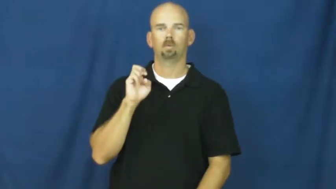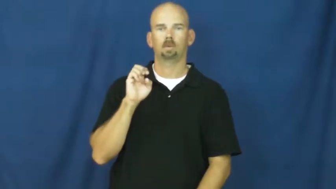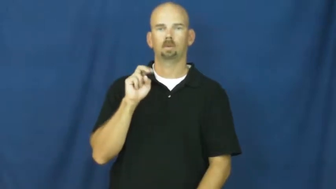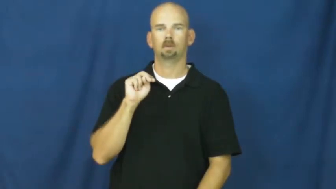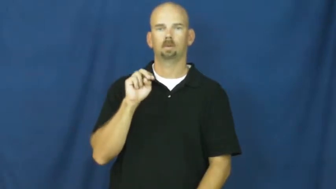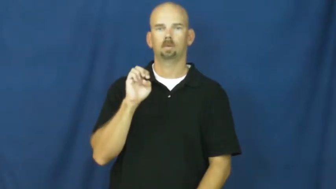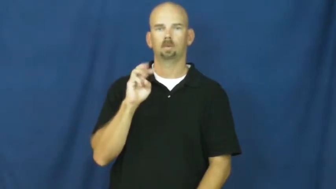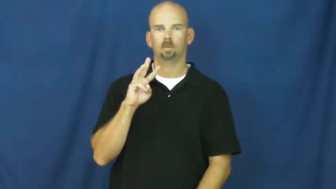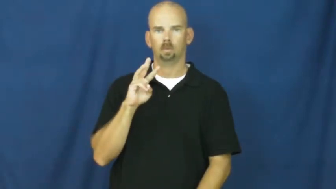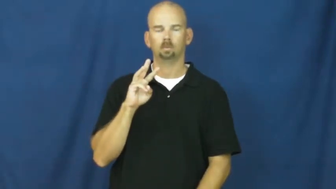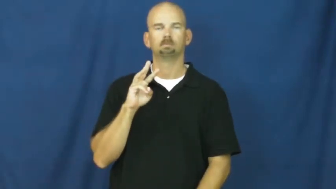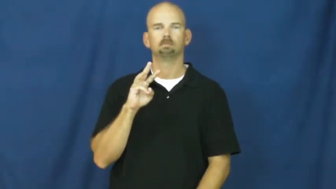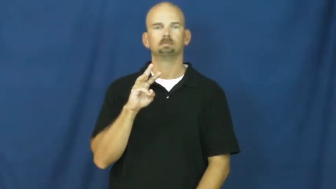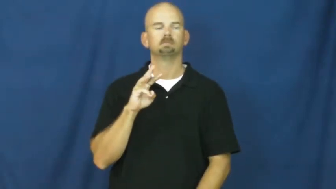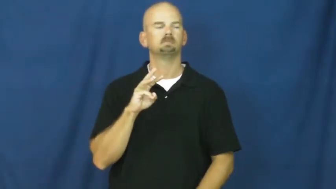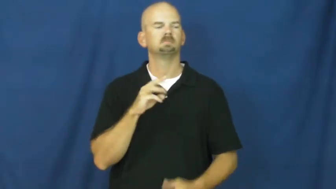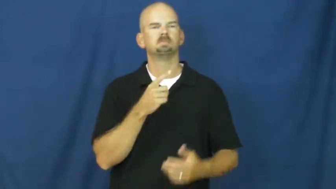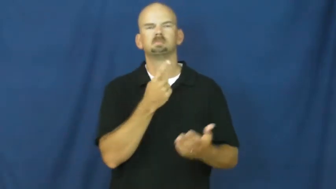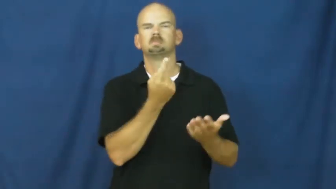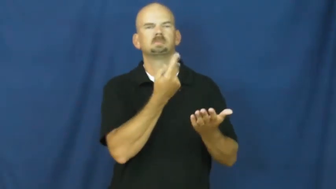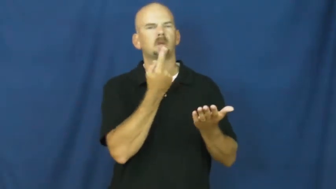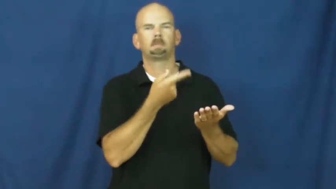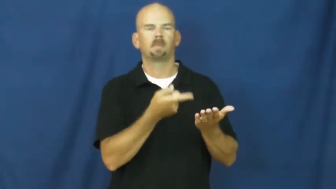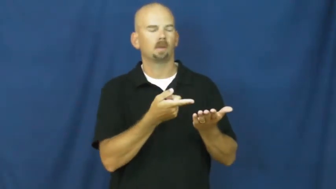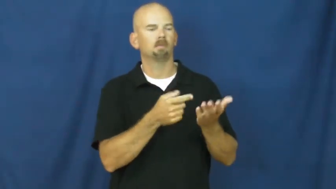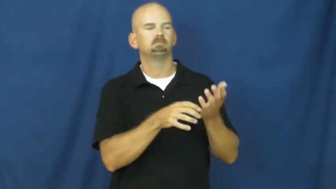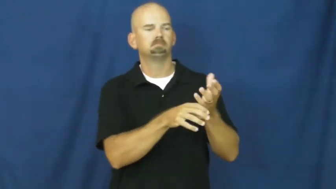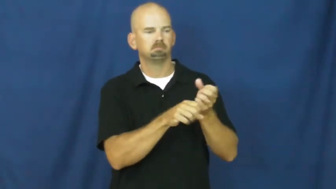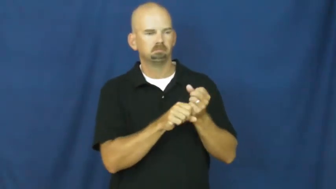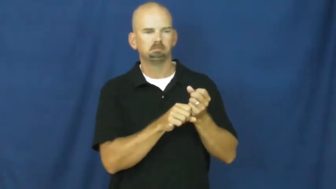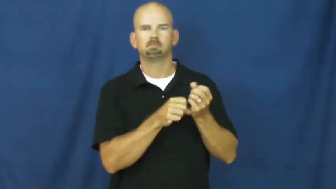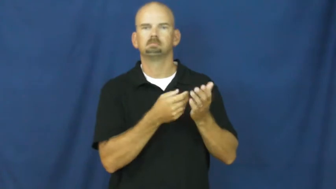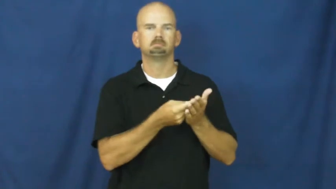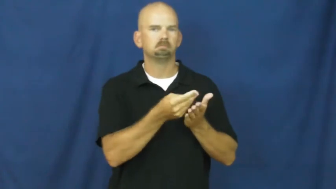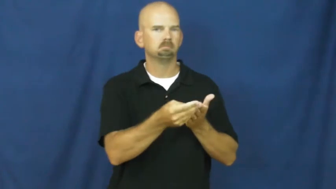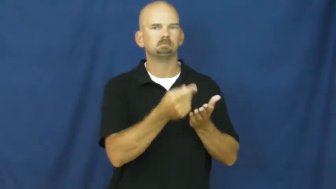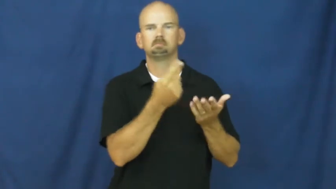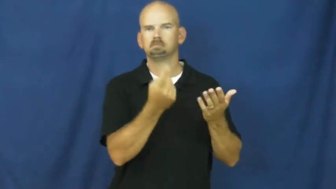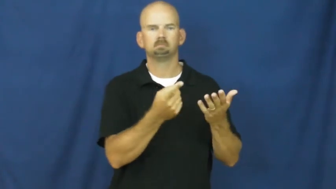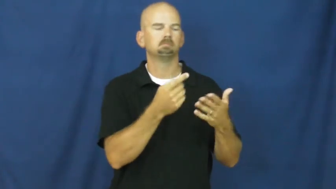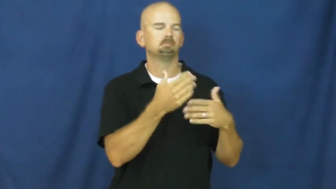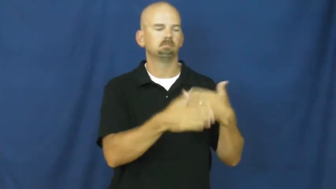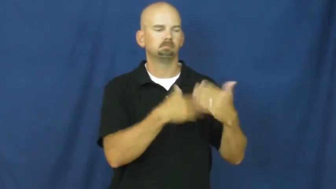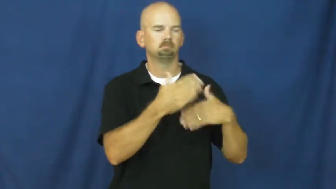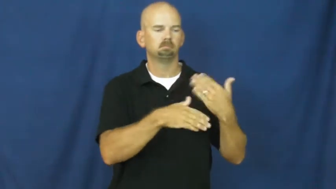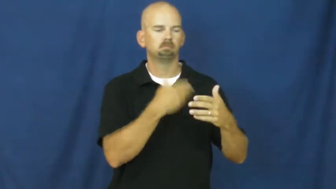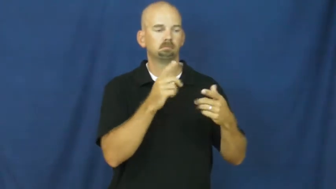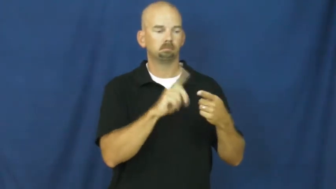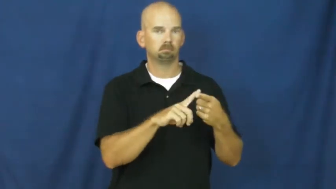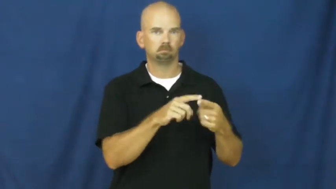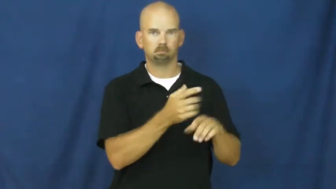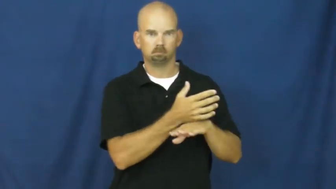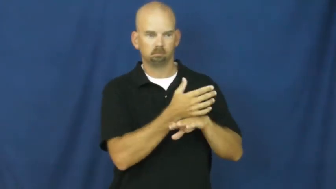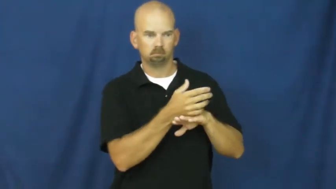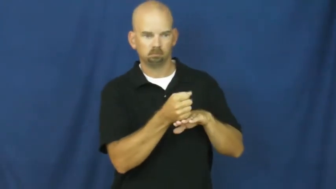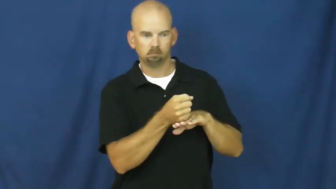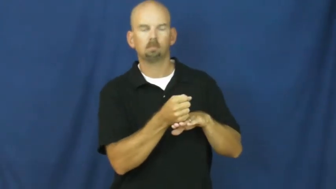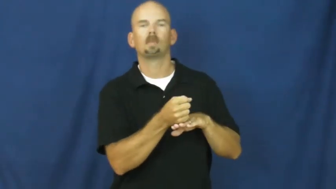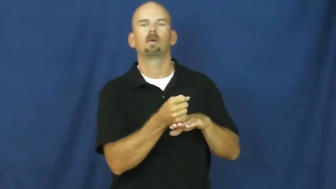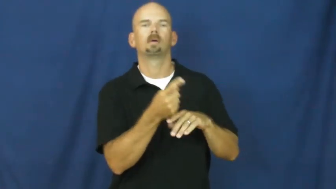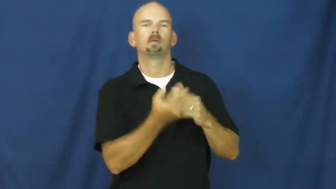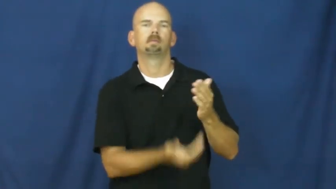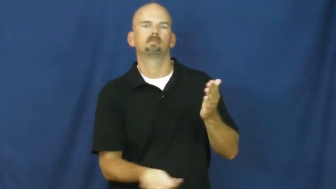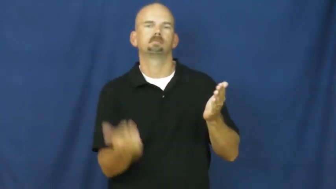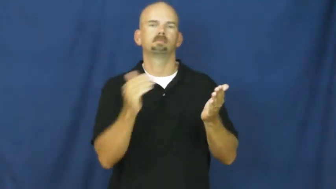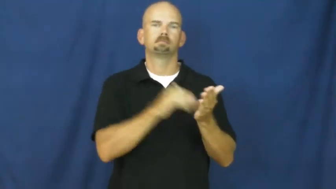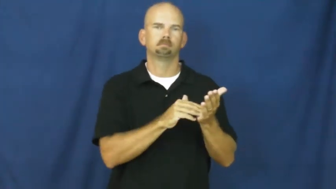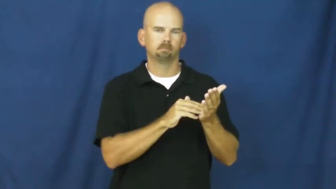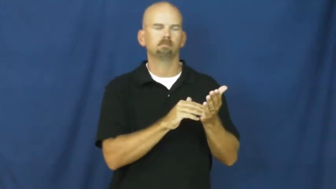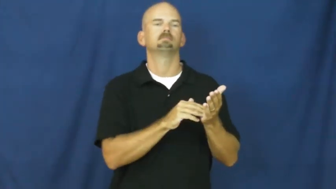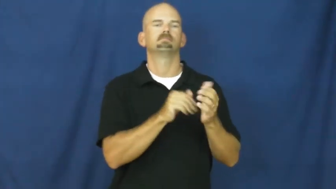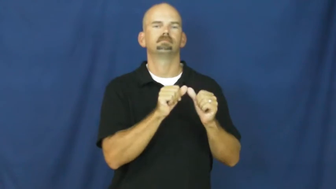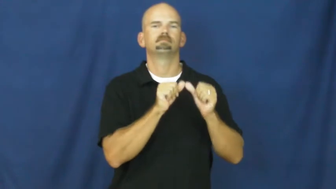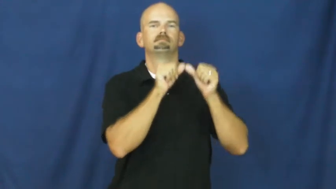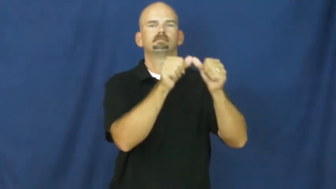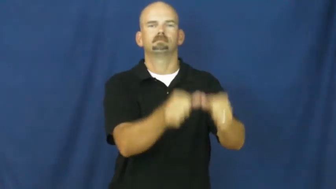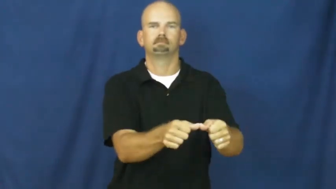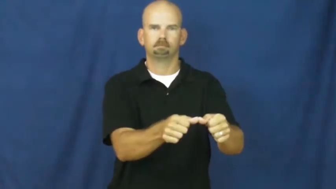renew,revest-continue